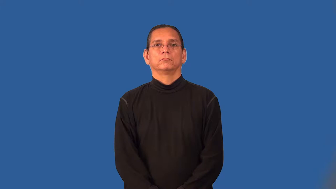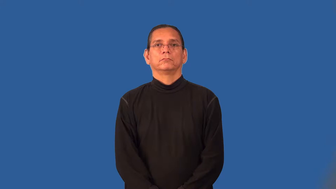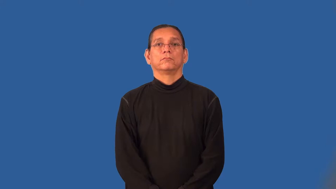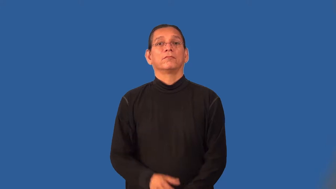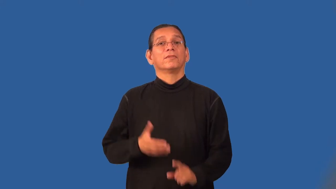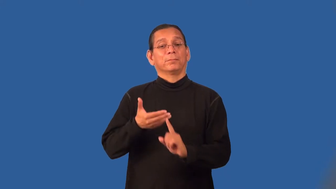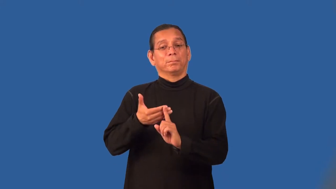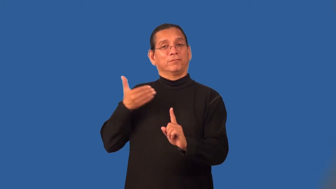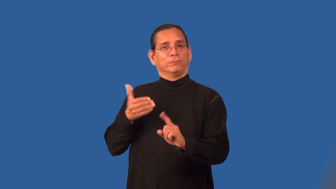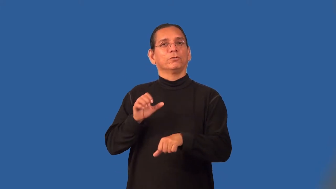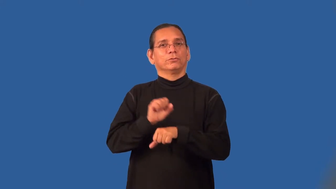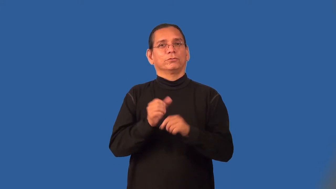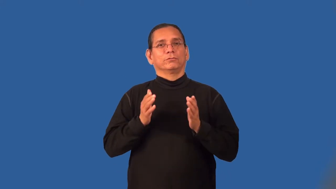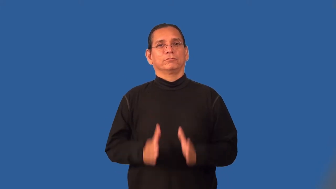predecessor